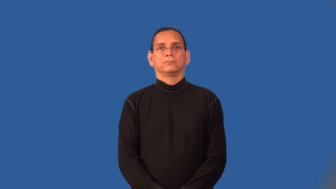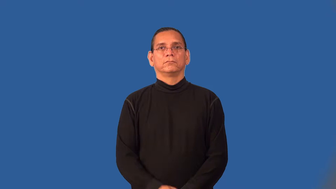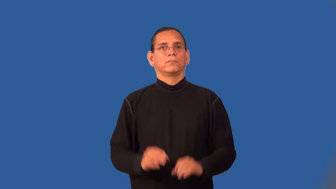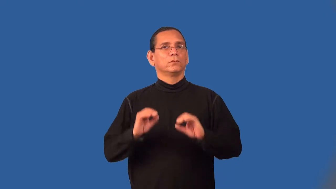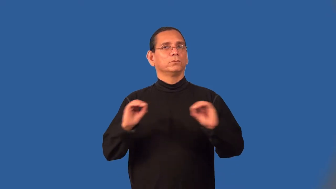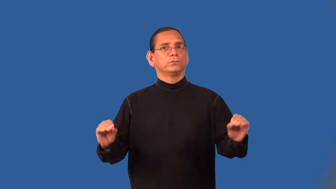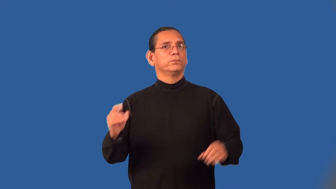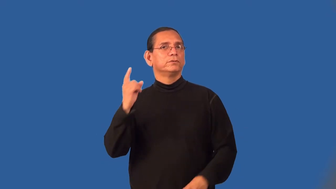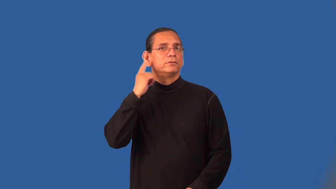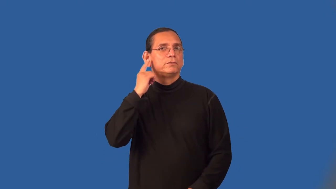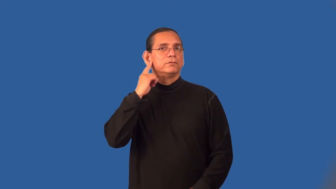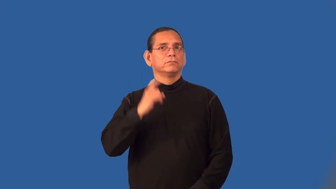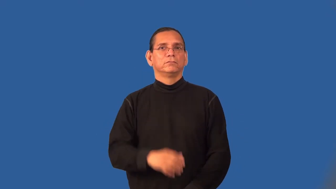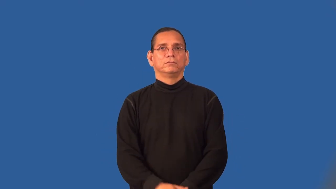soundless